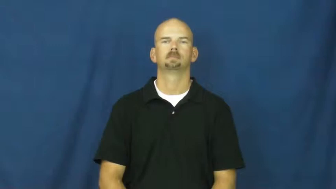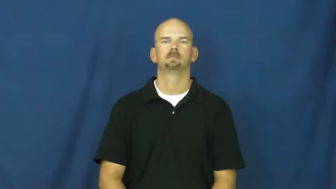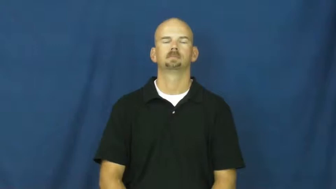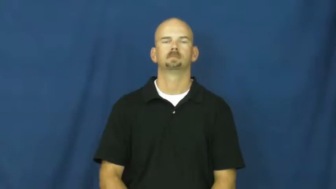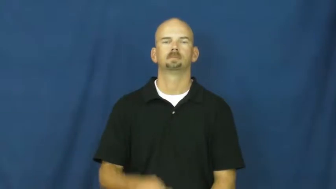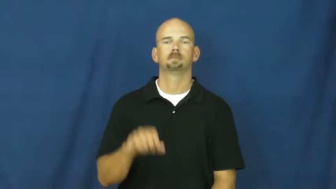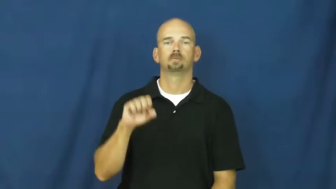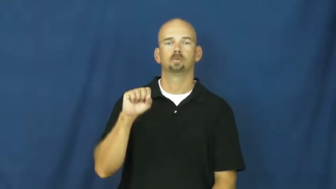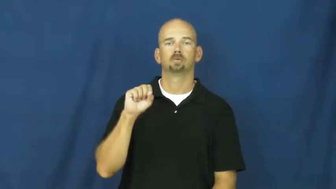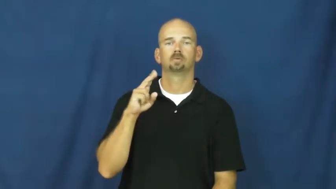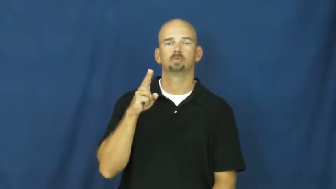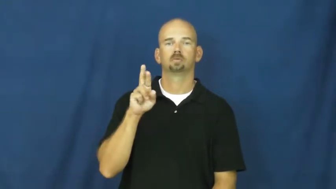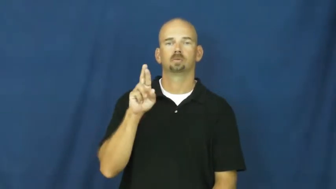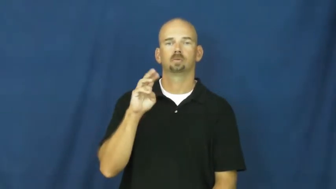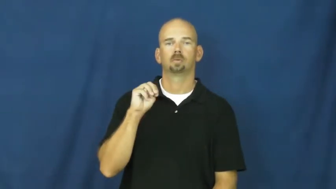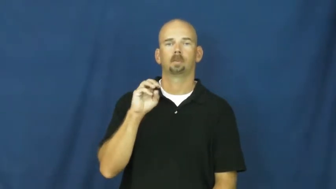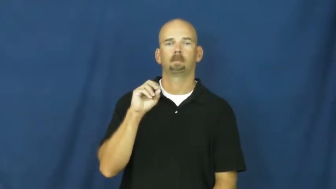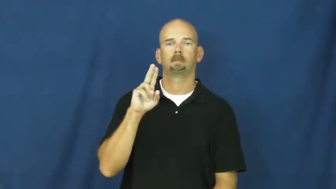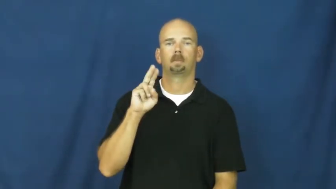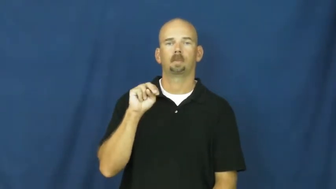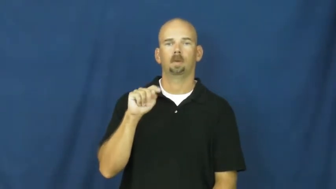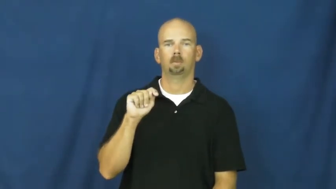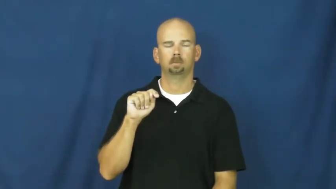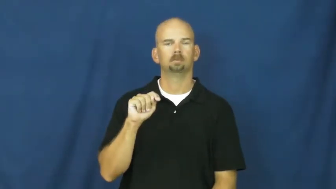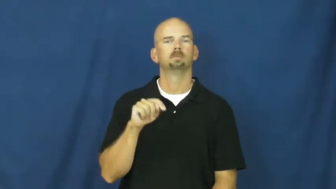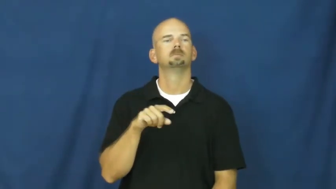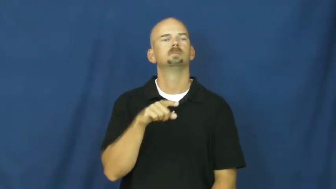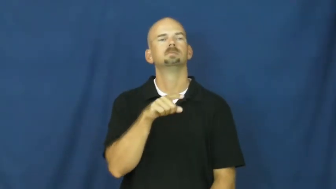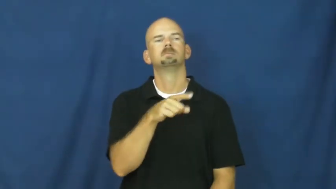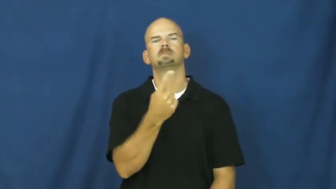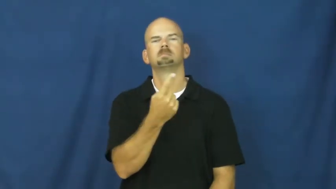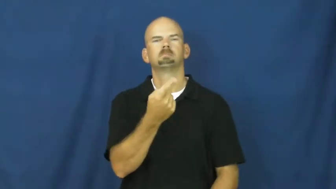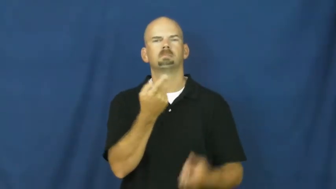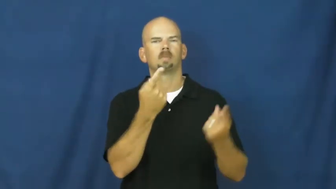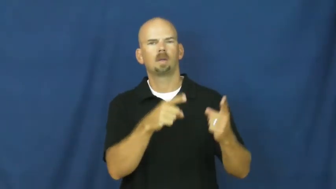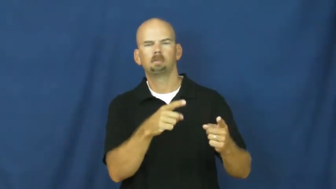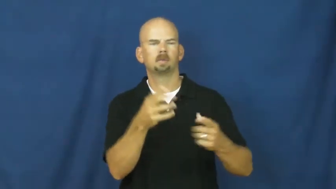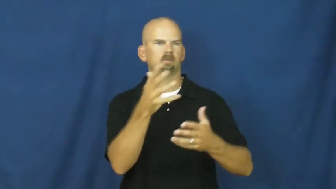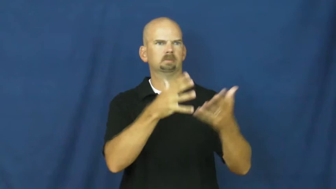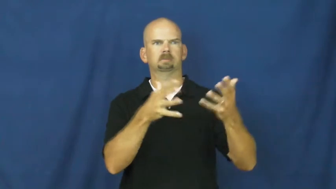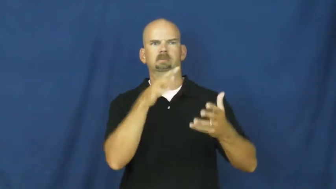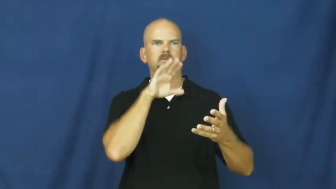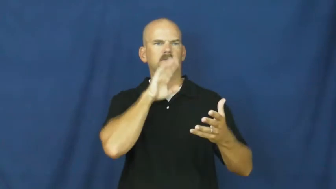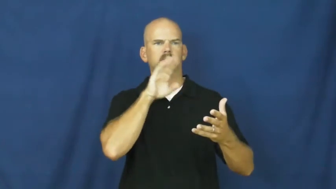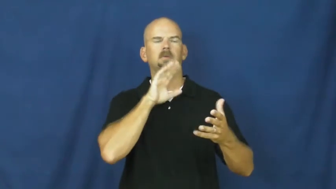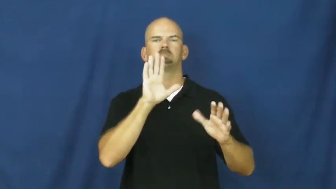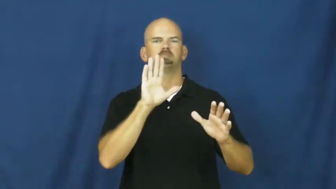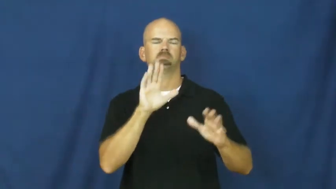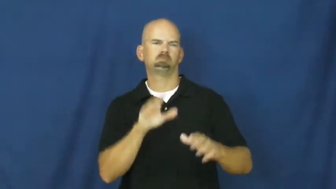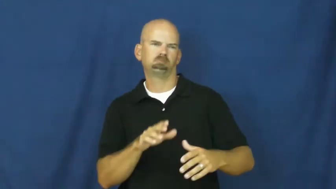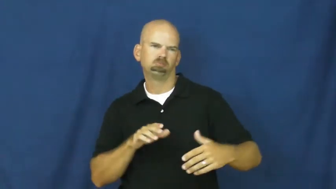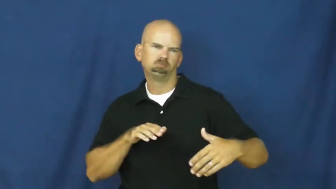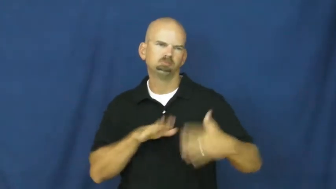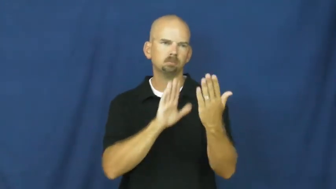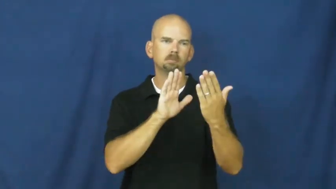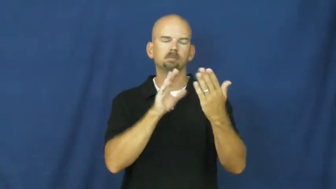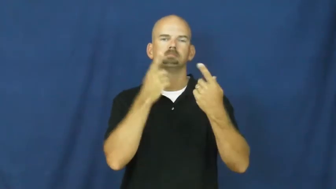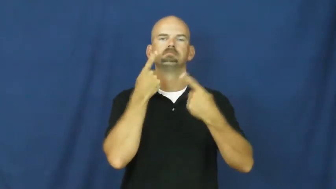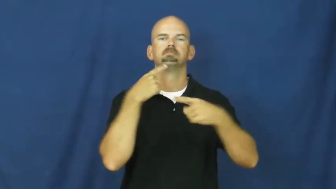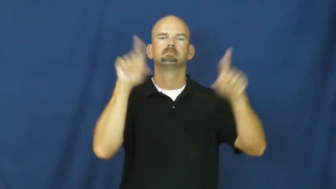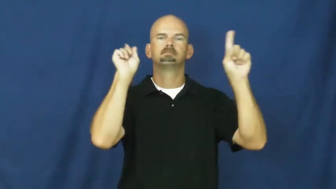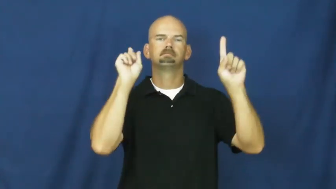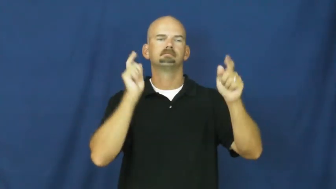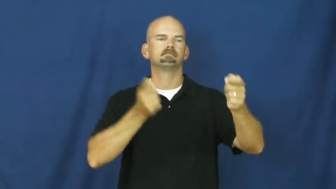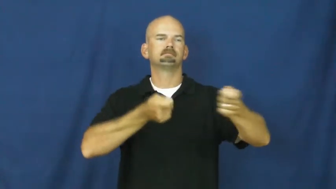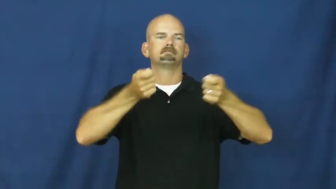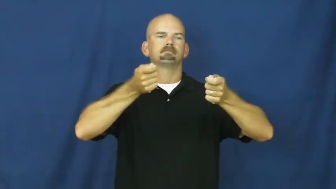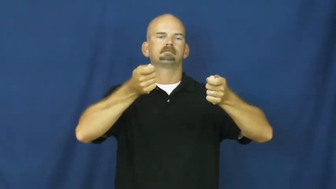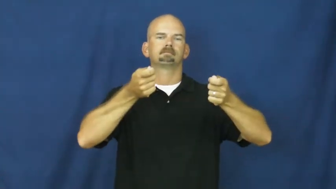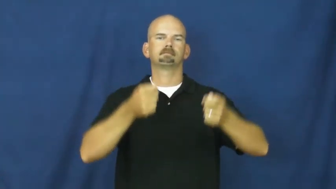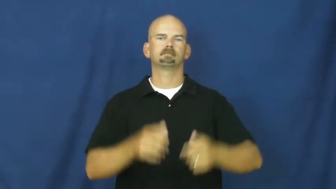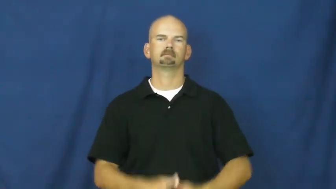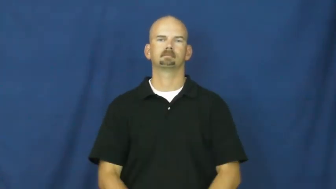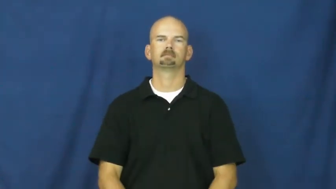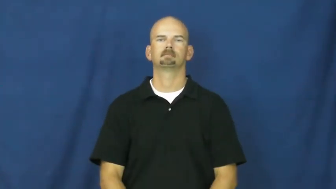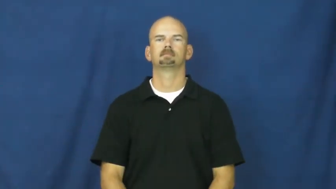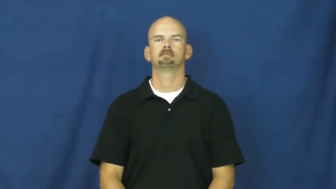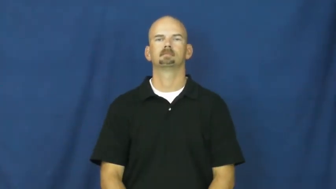surmount